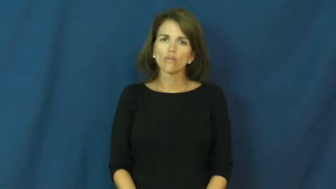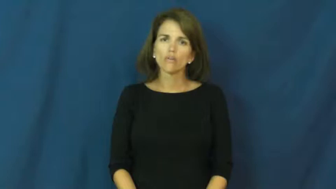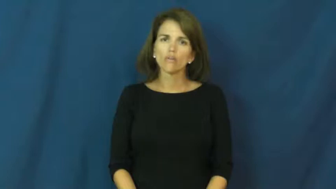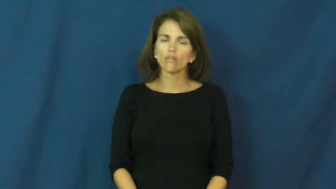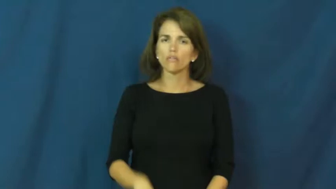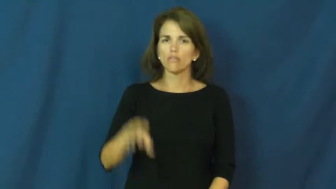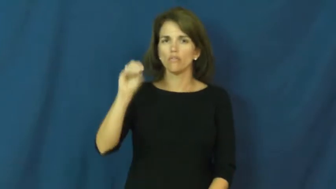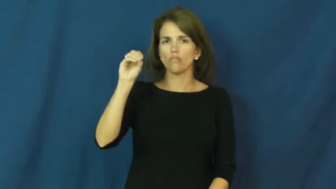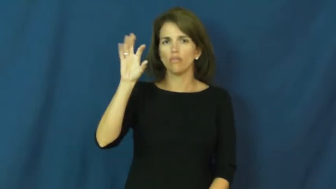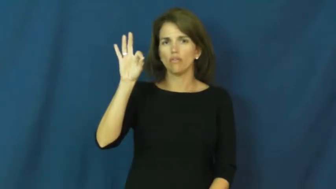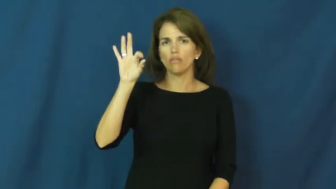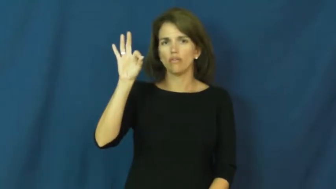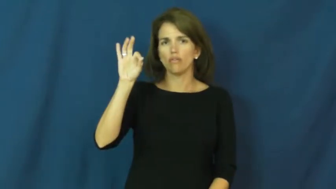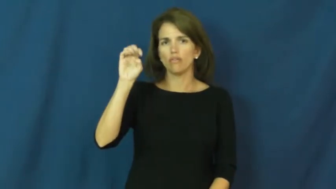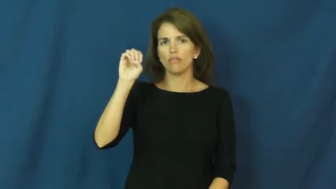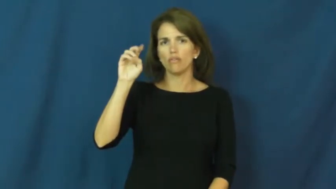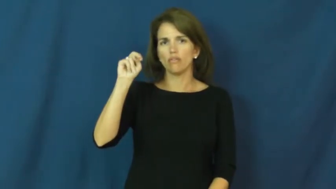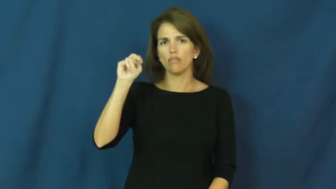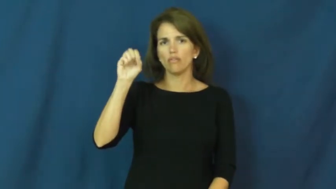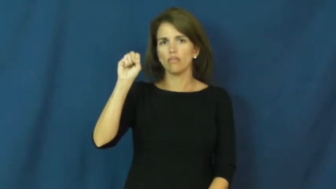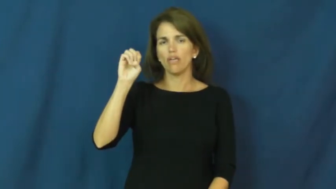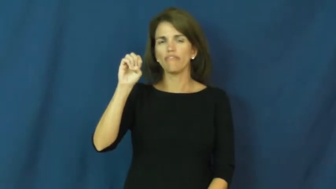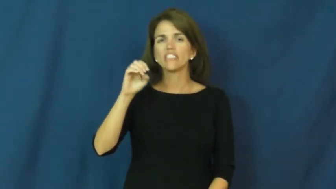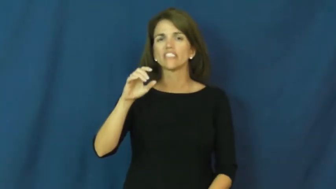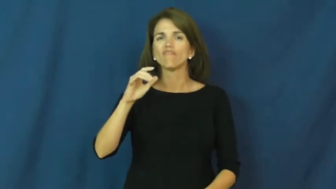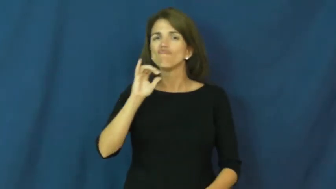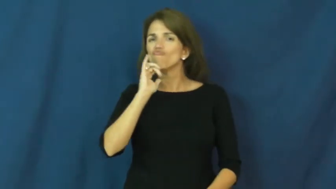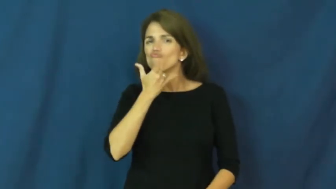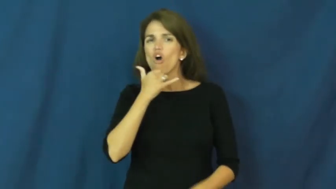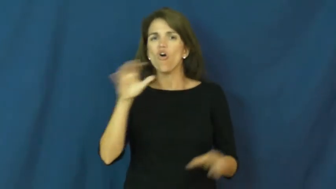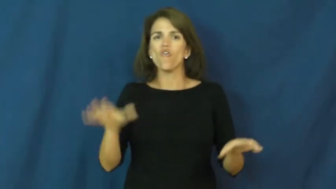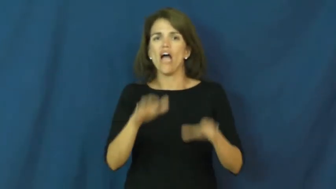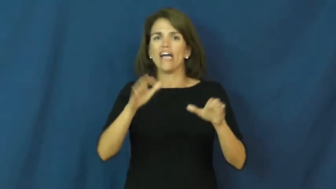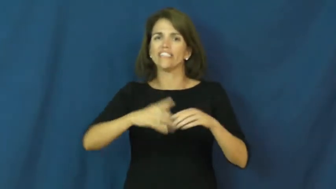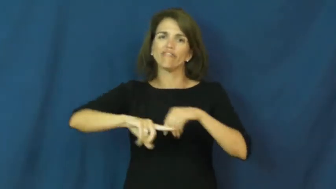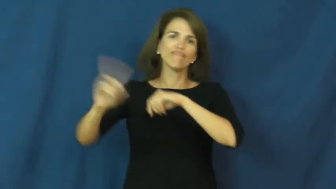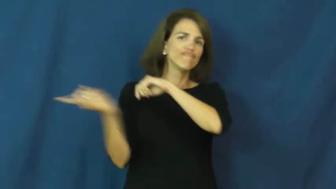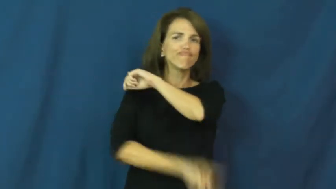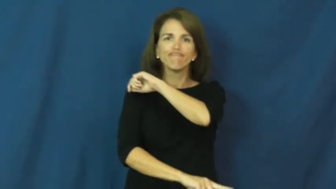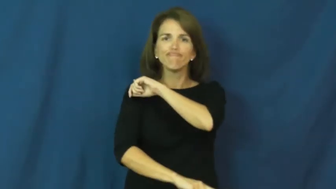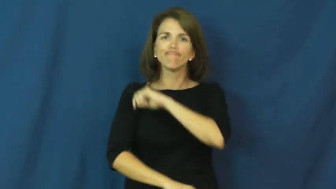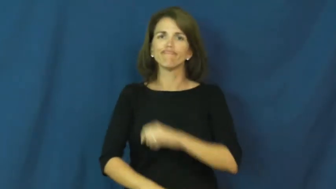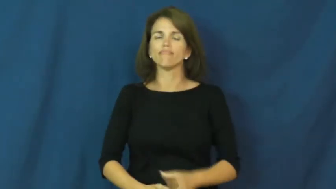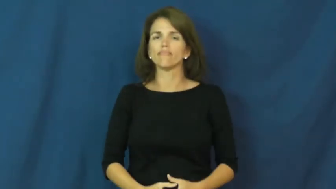offense-crime